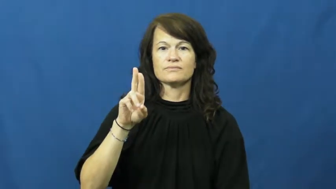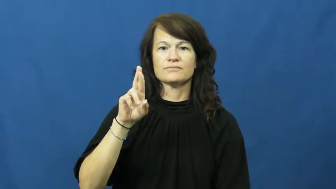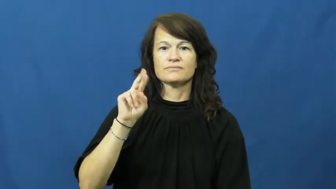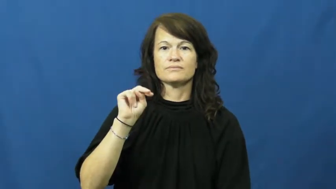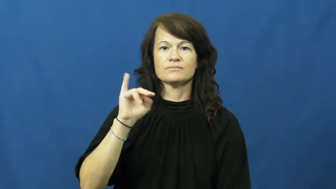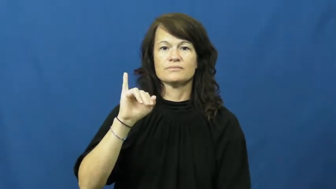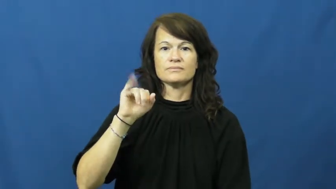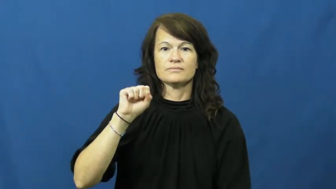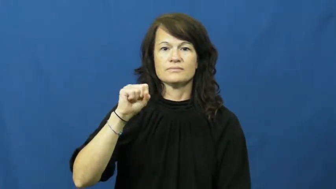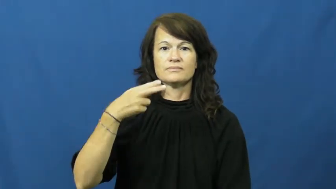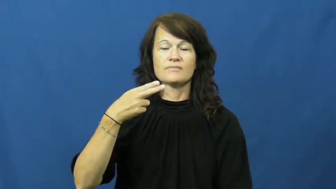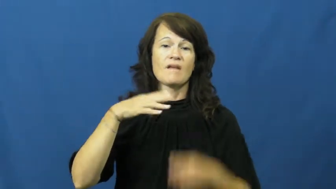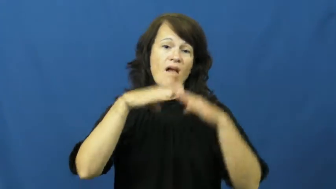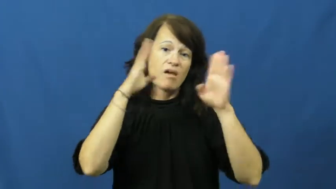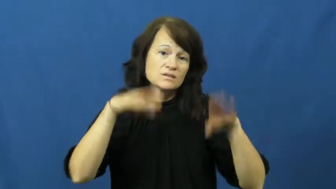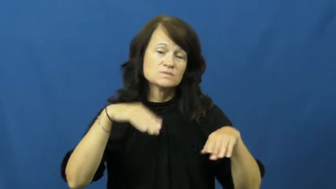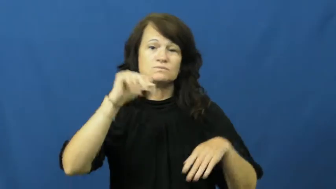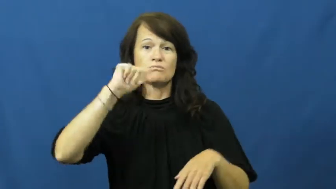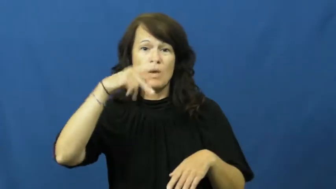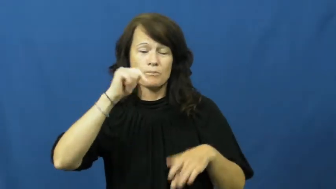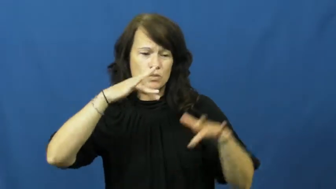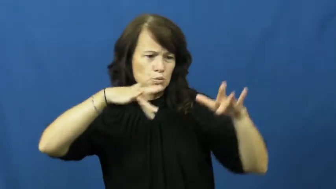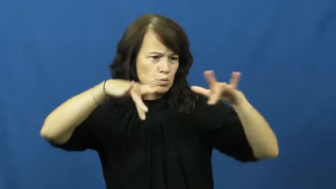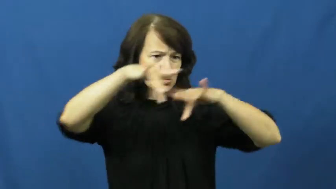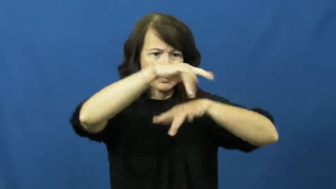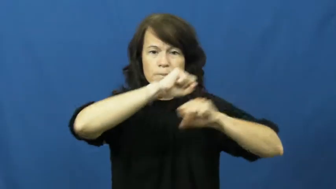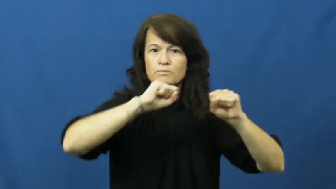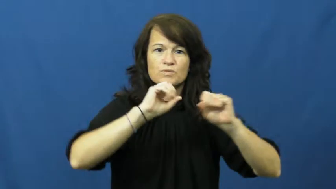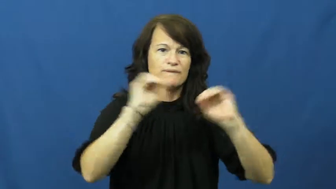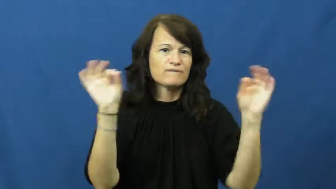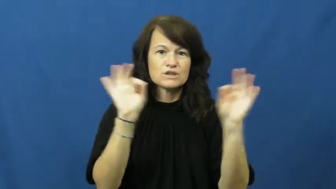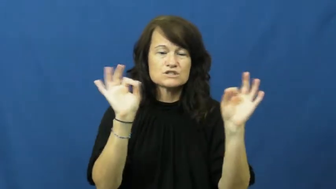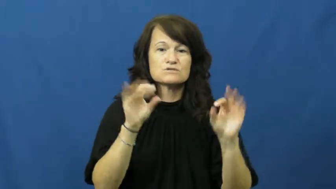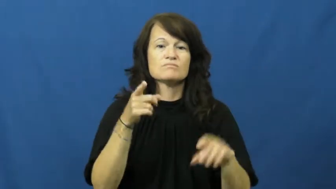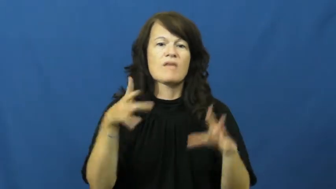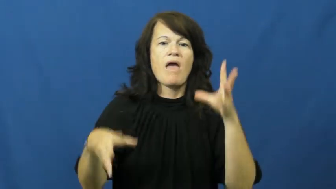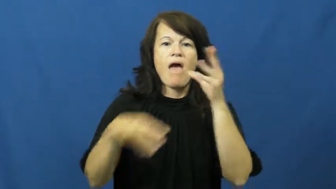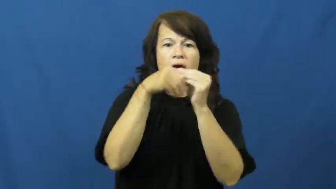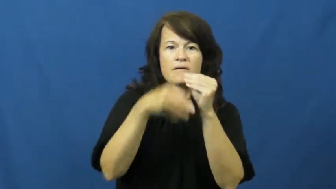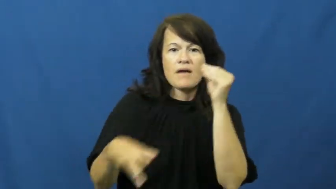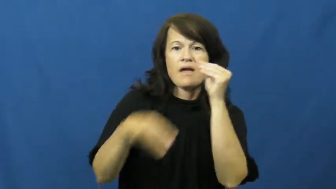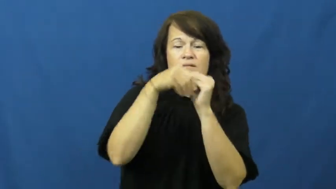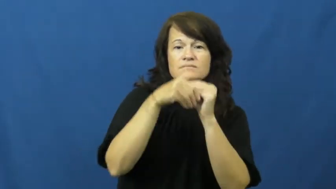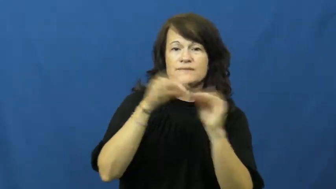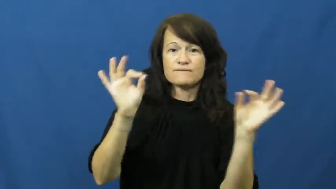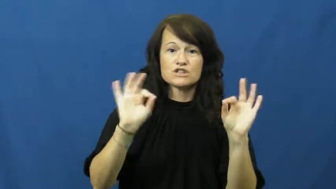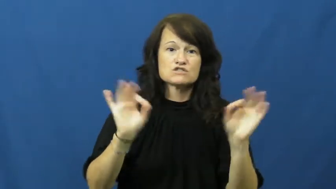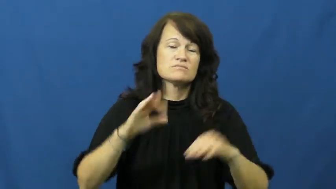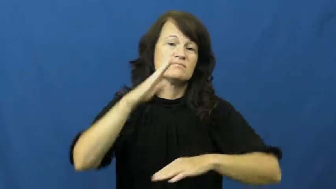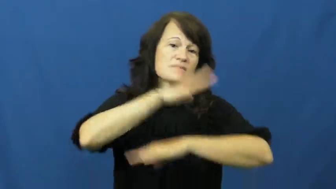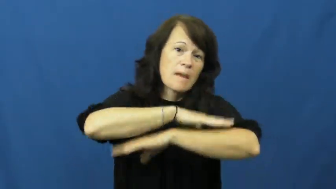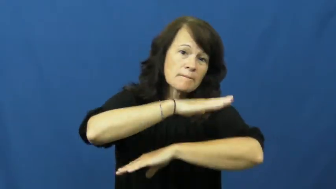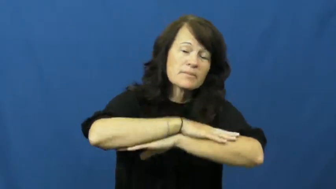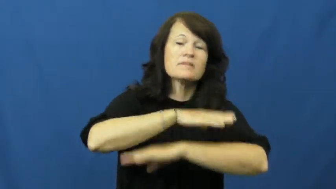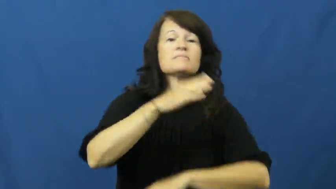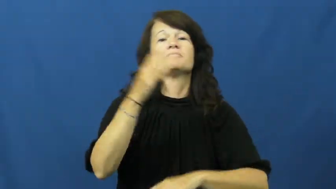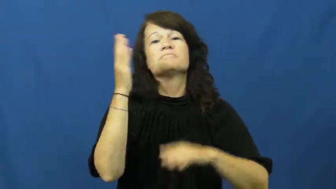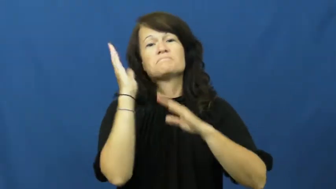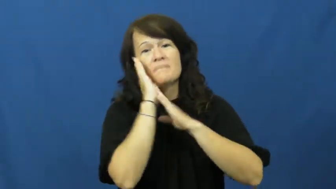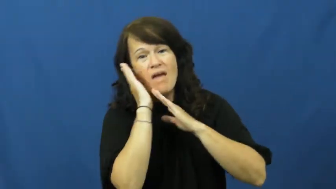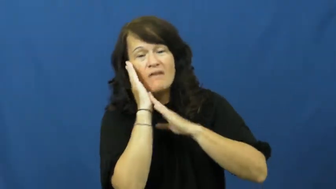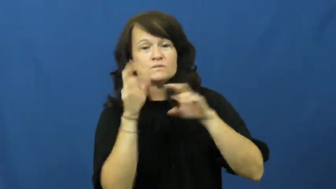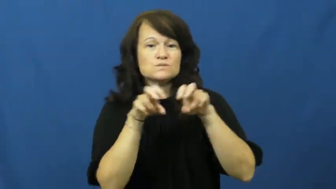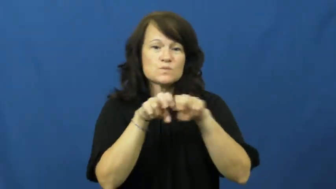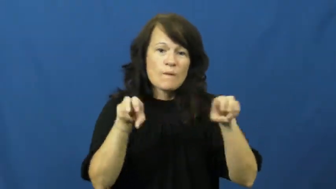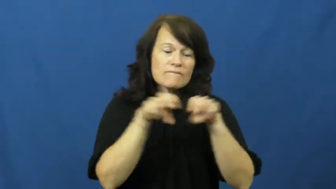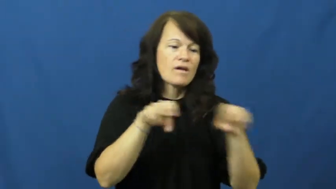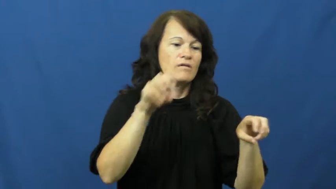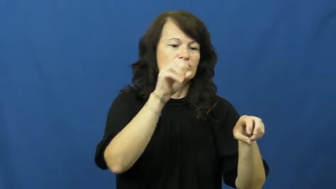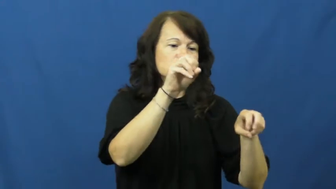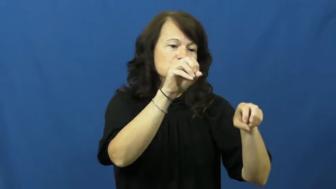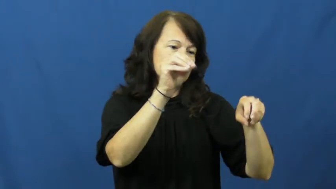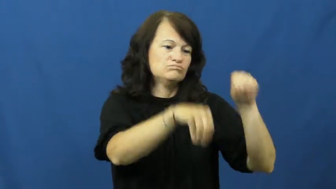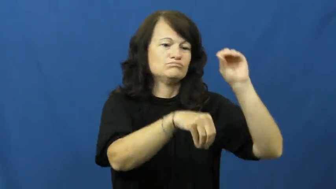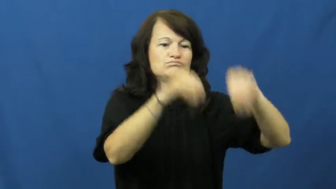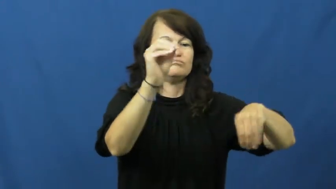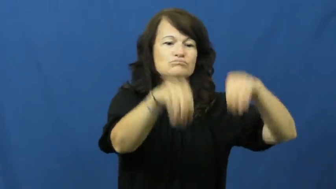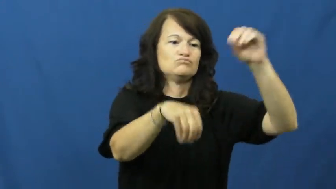furnish-furniture